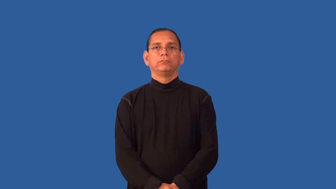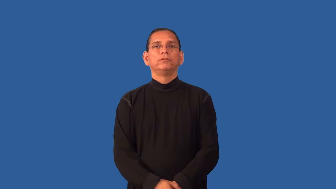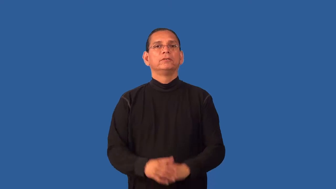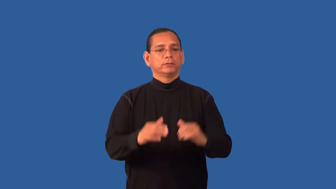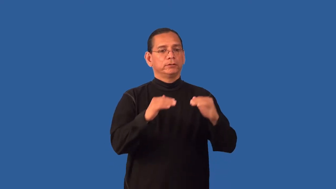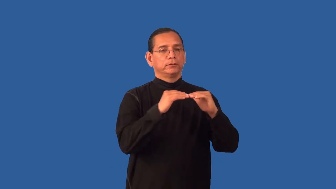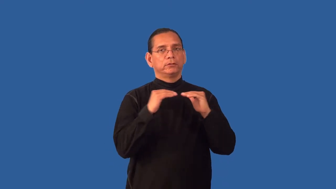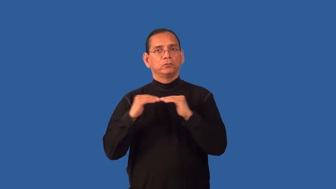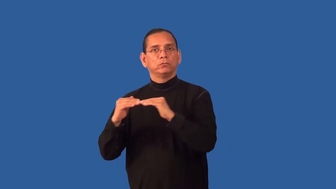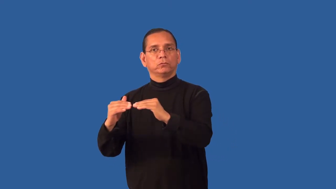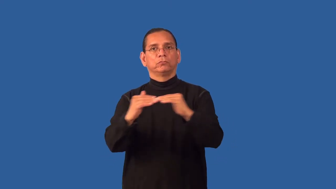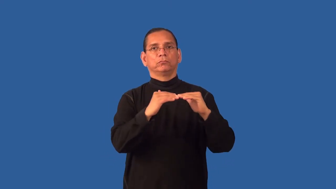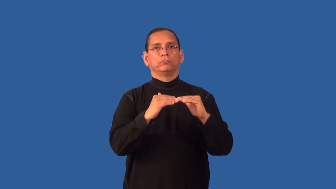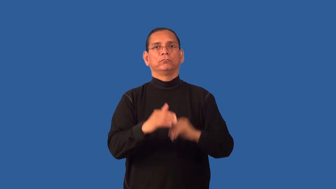equalize